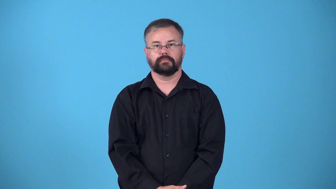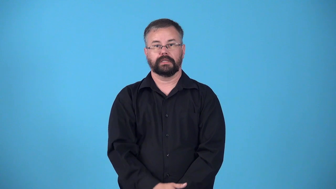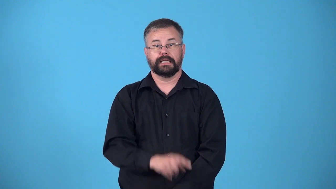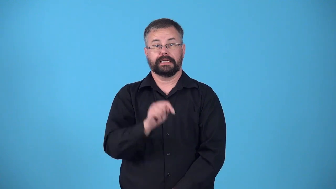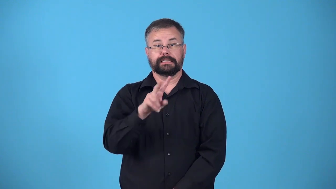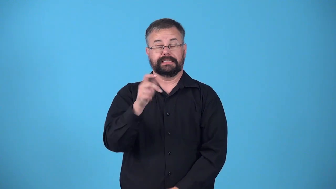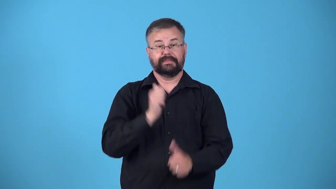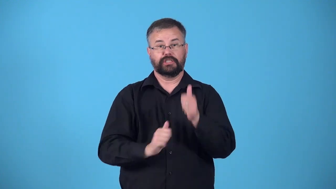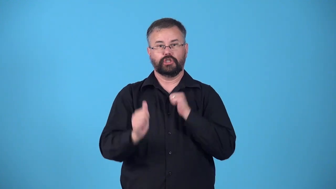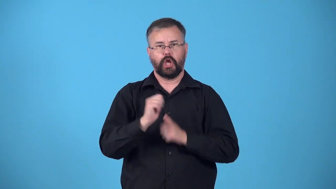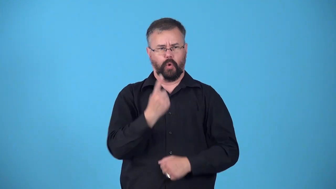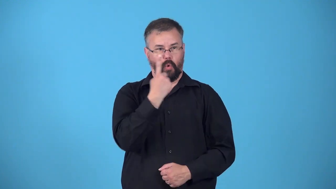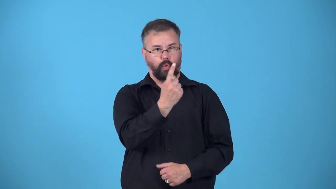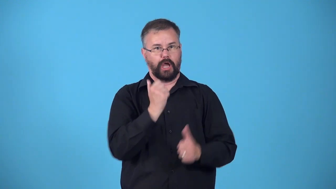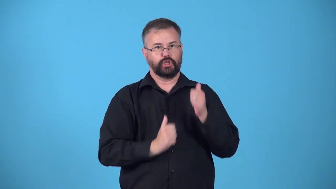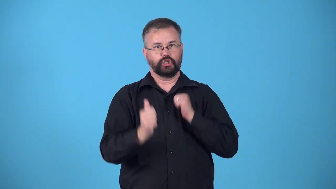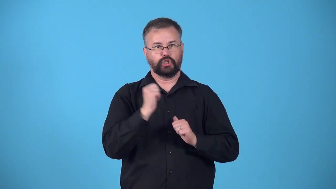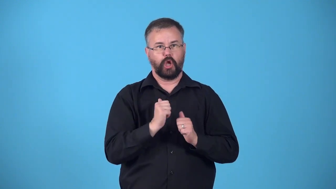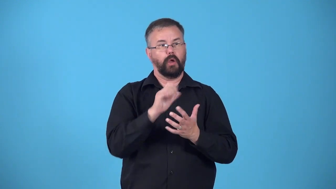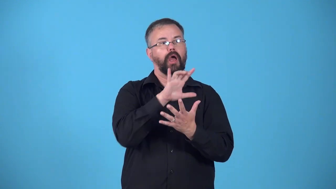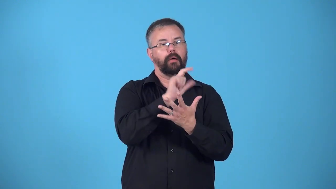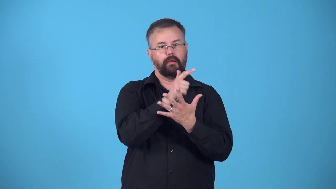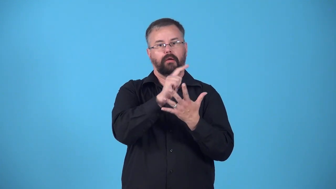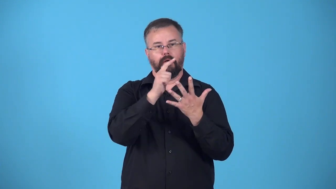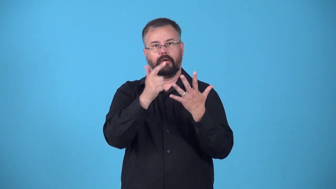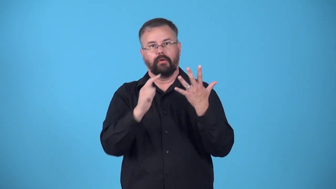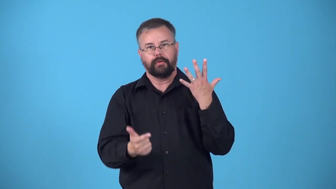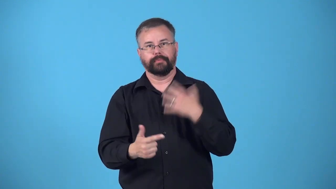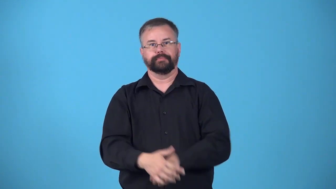episode-tv